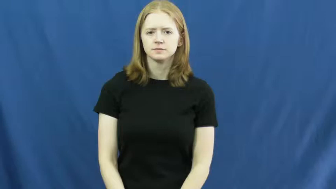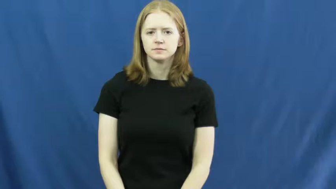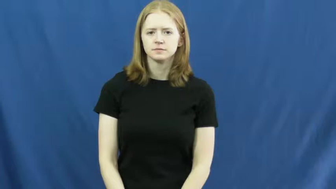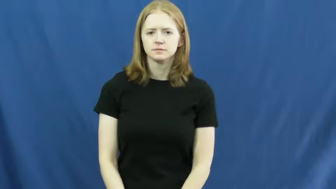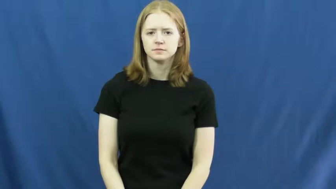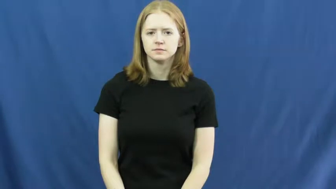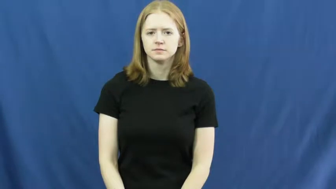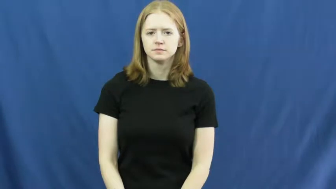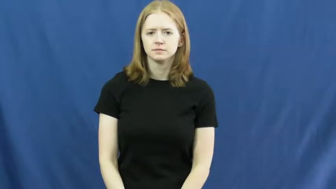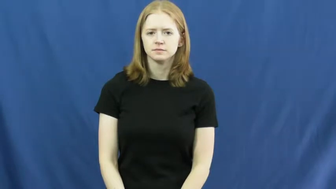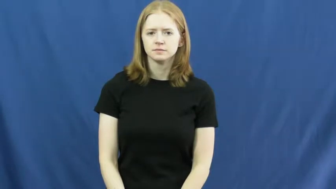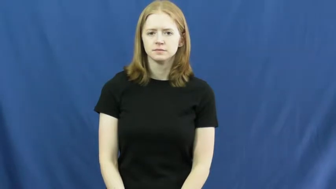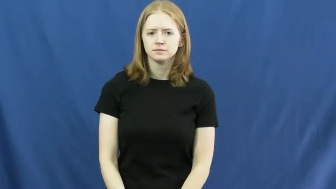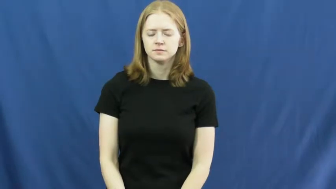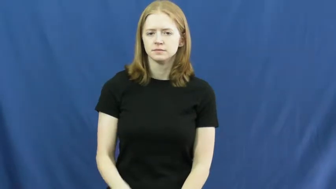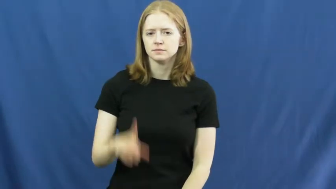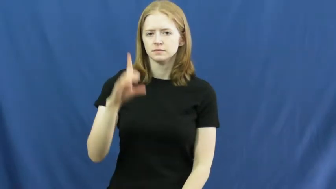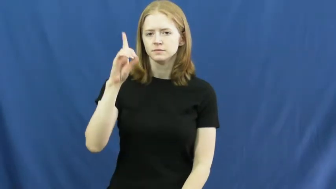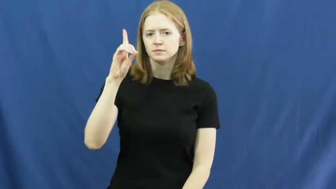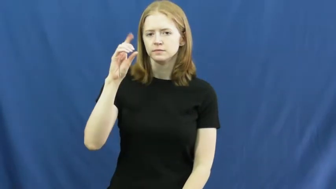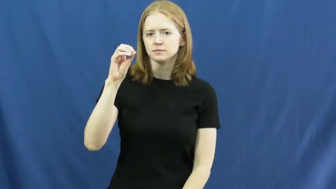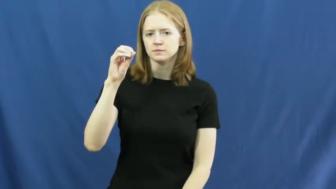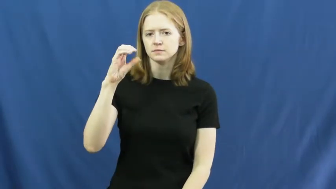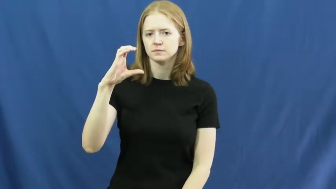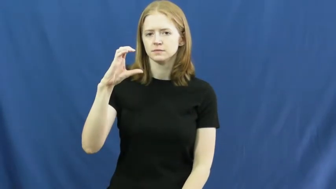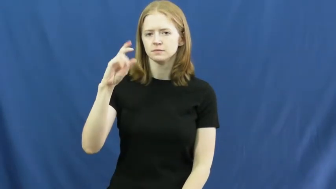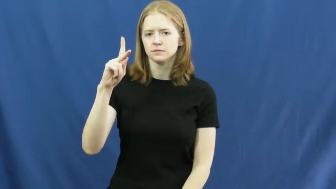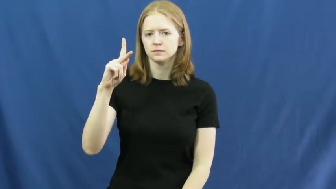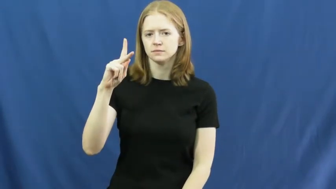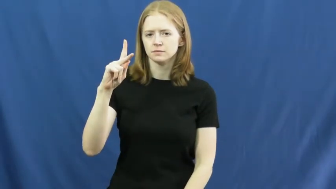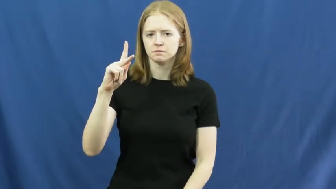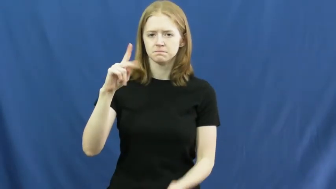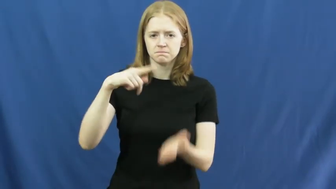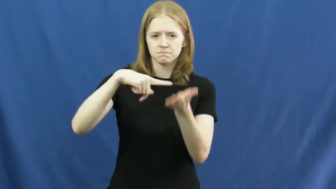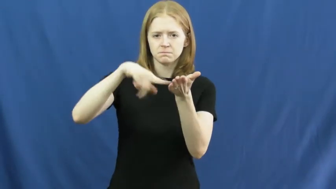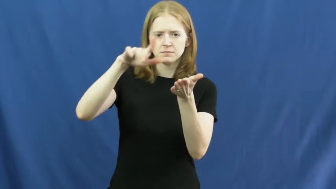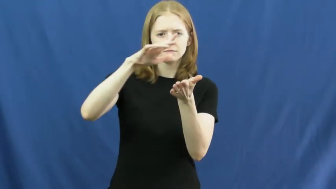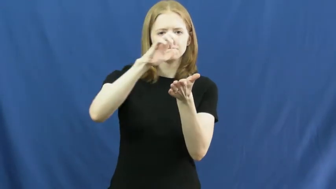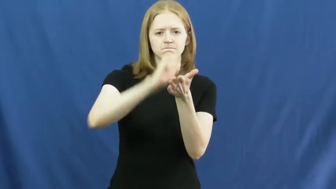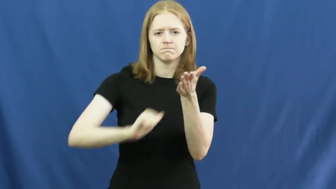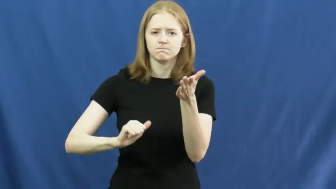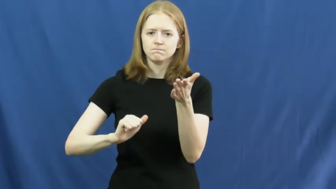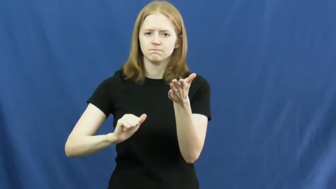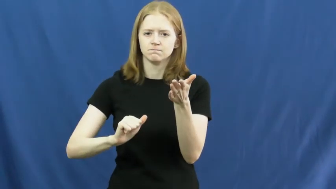dock,garnish-pay